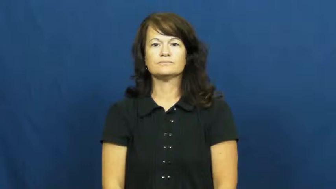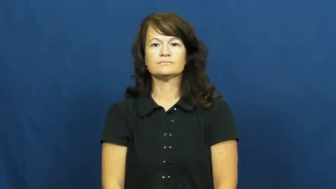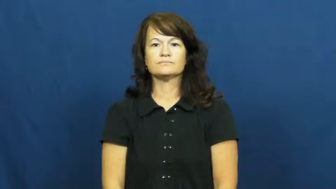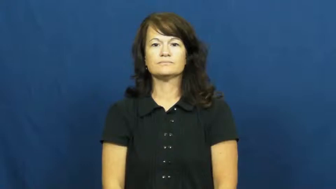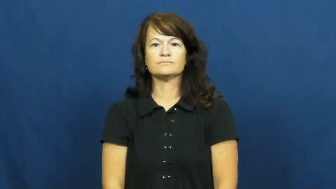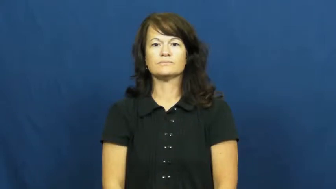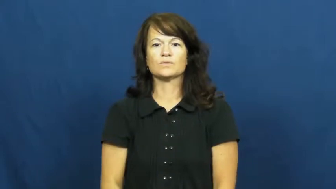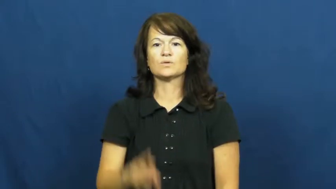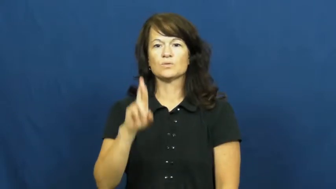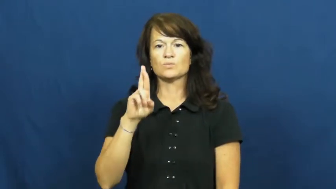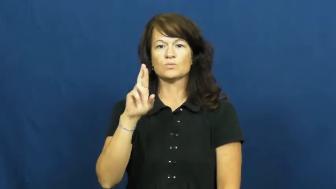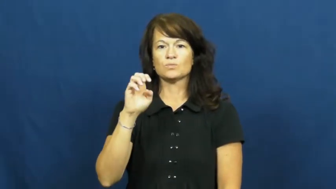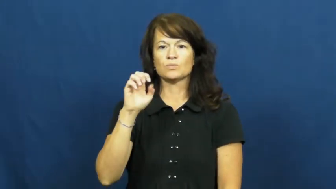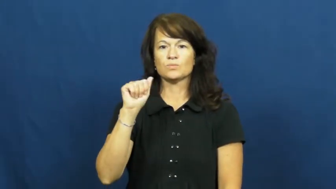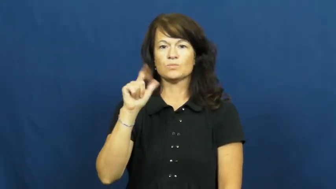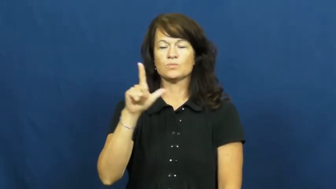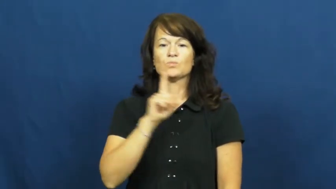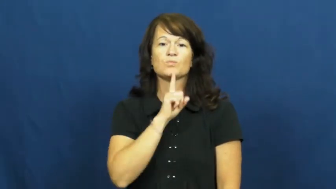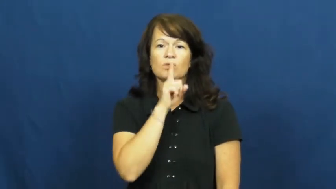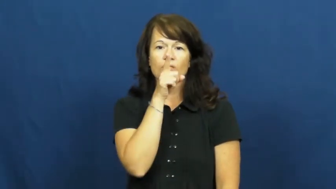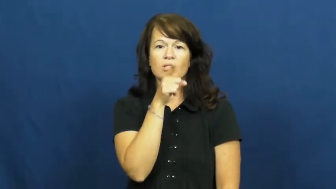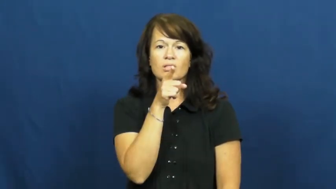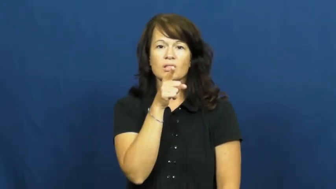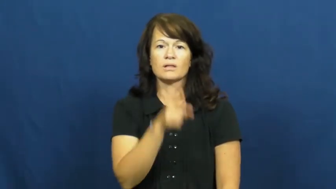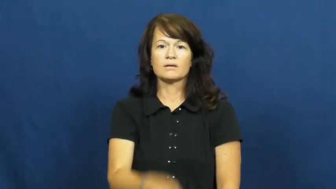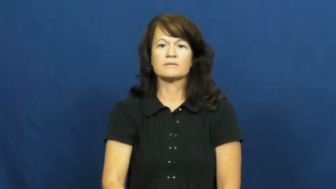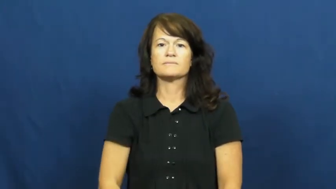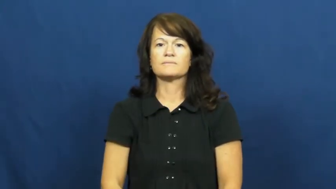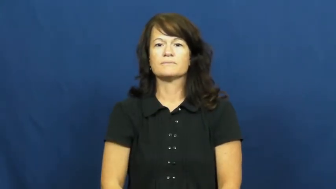real